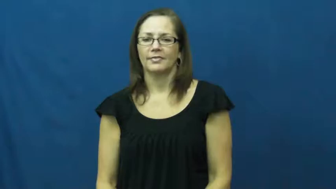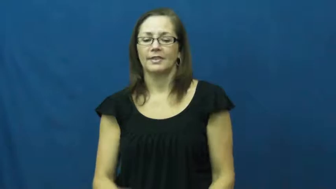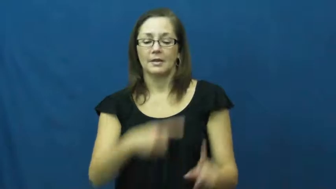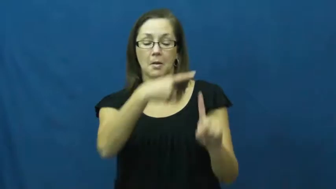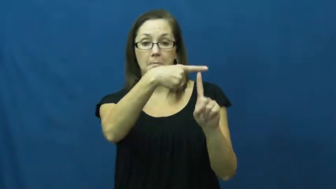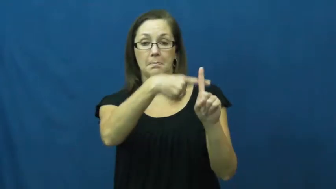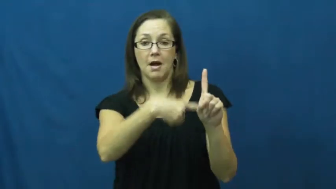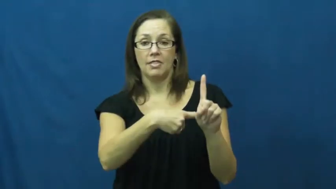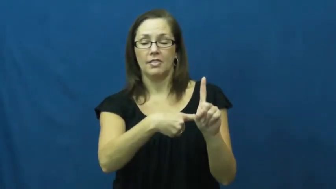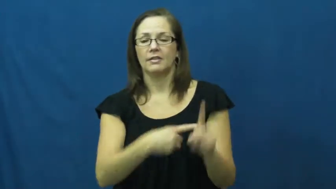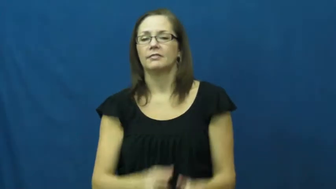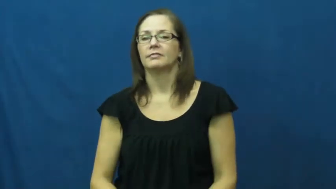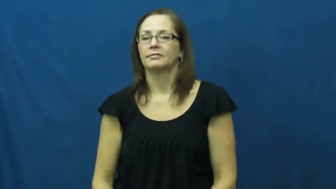month